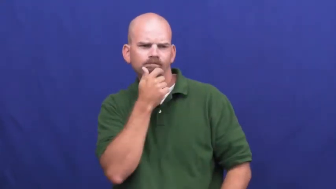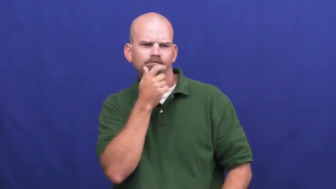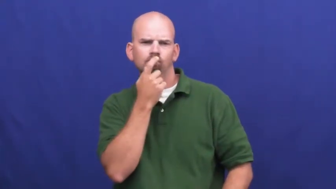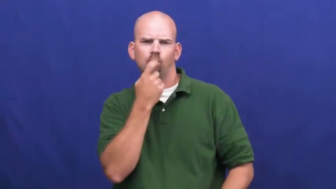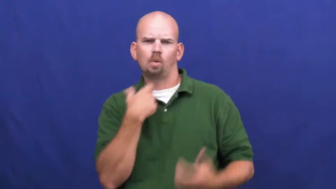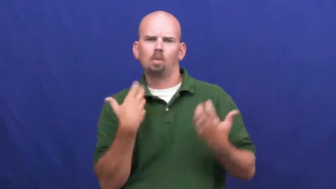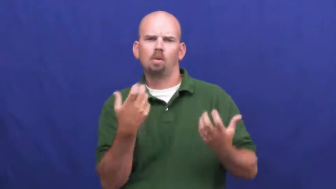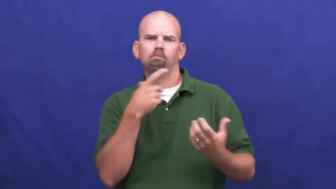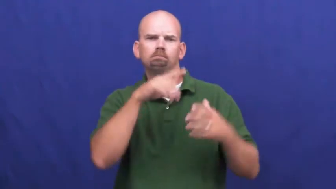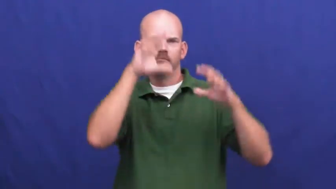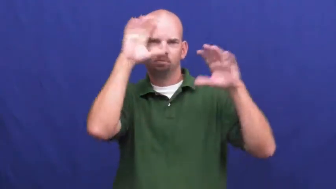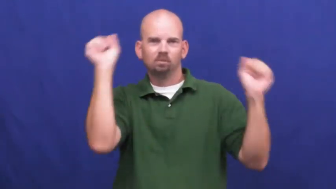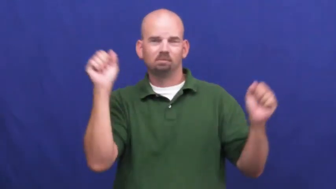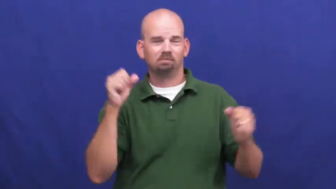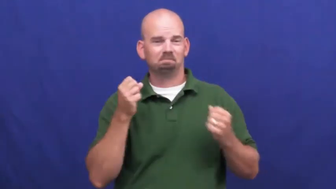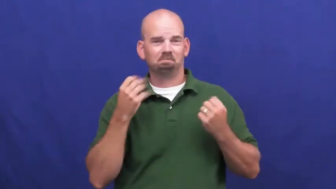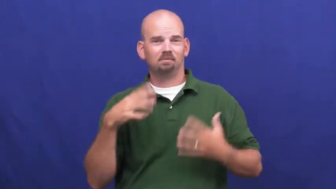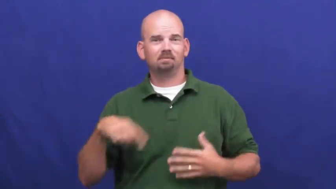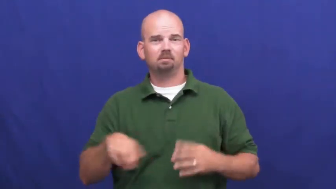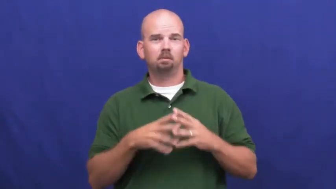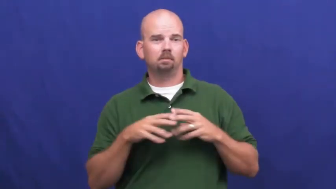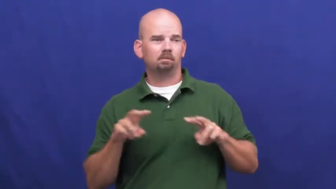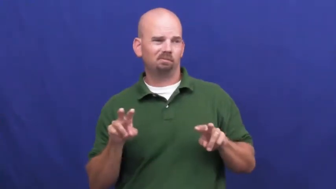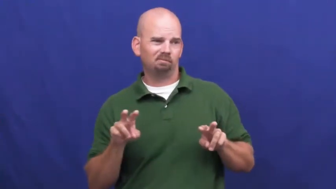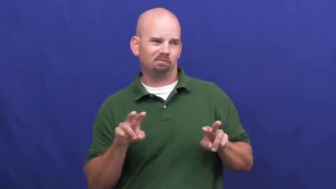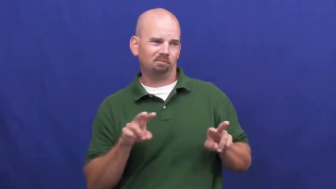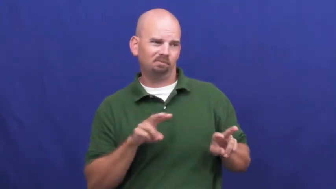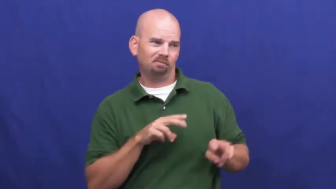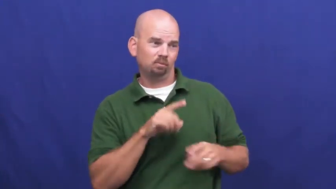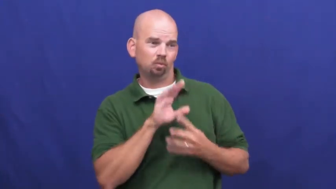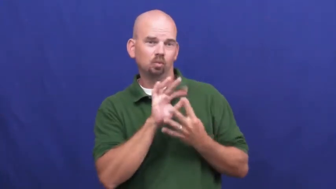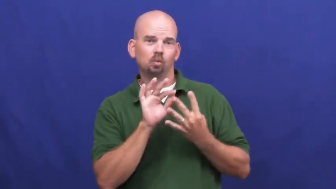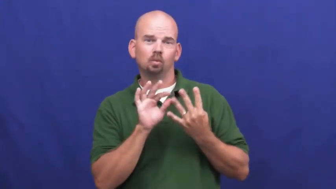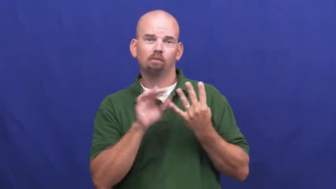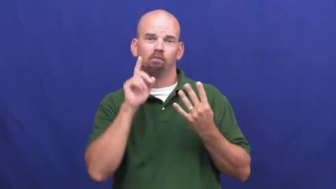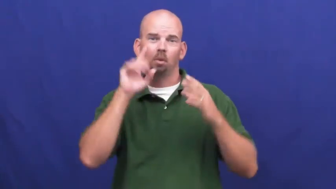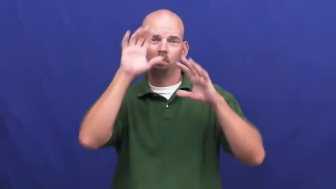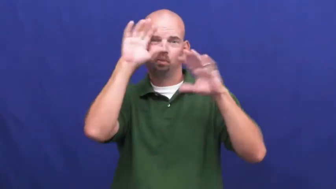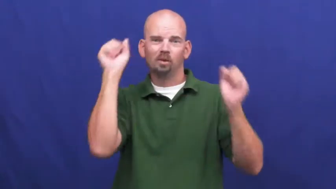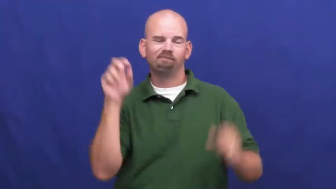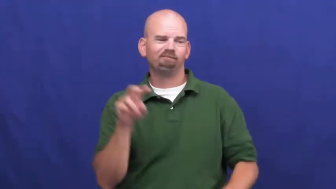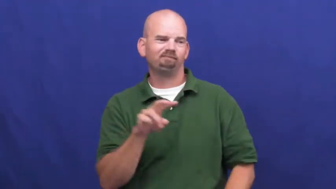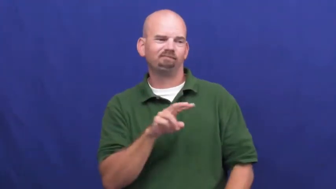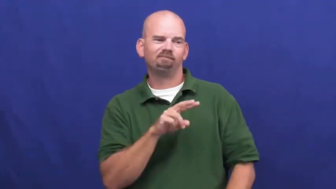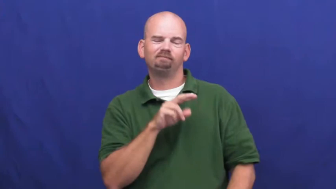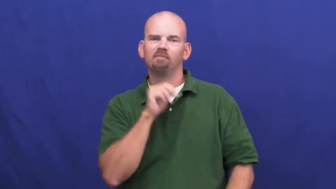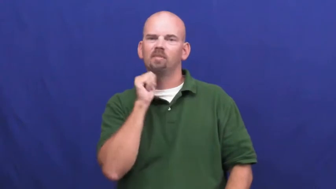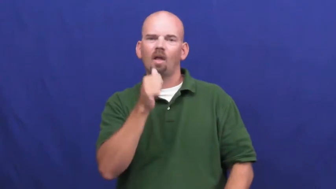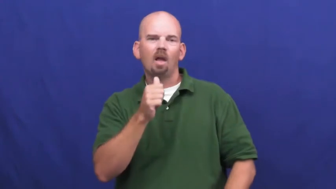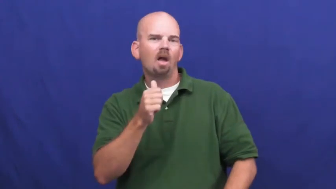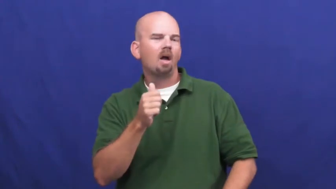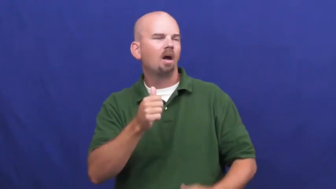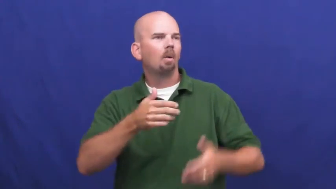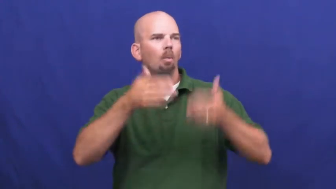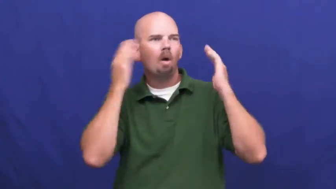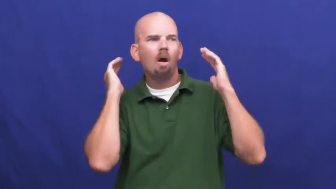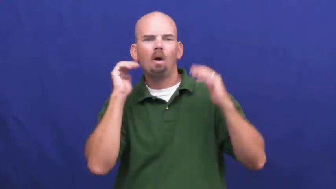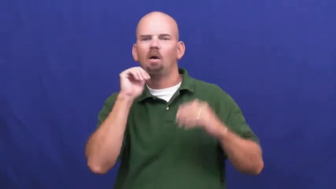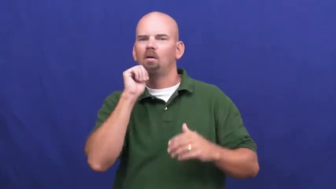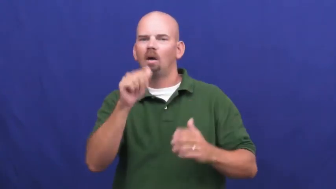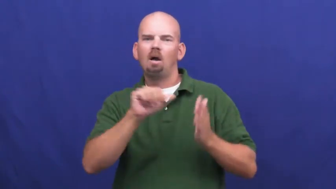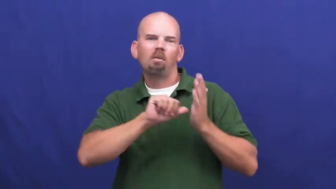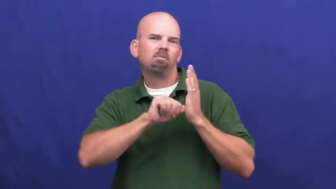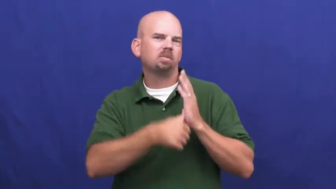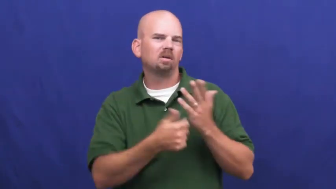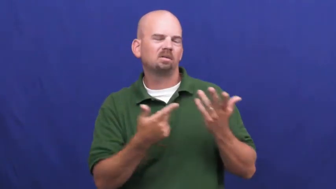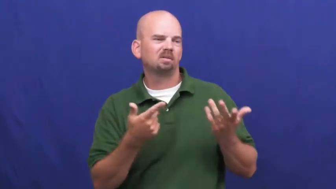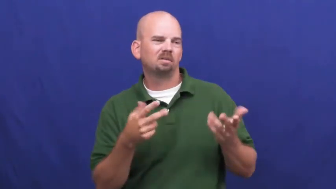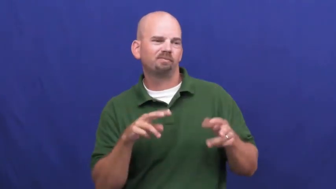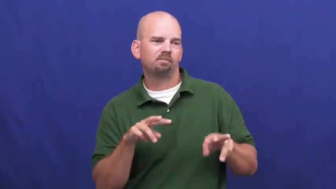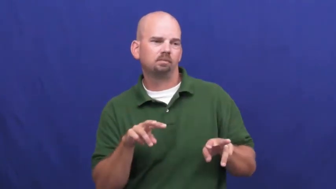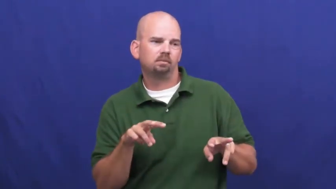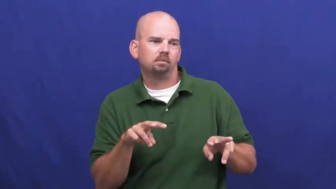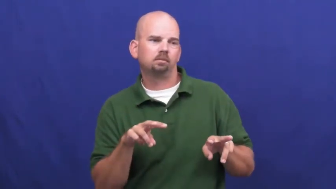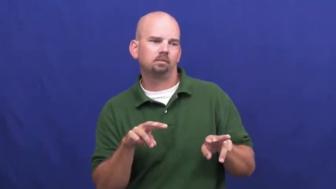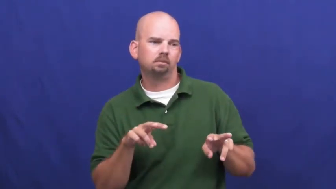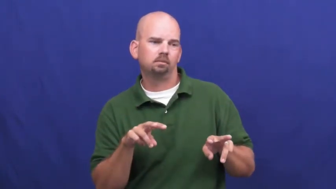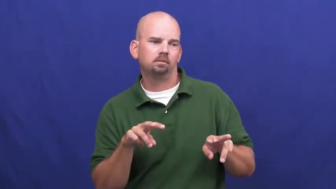underwhelm